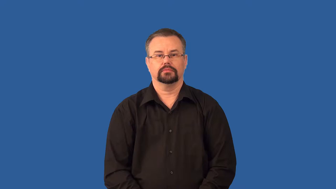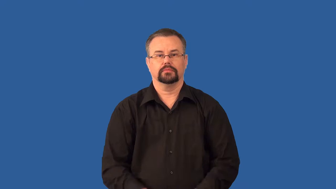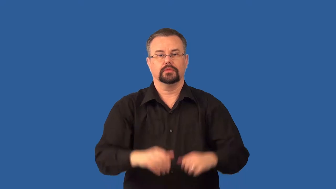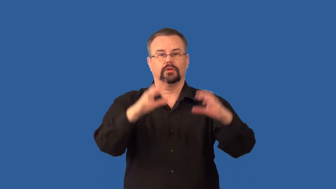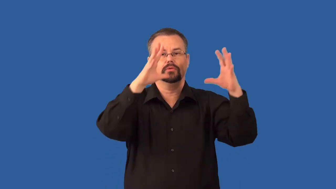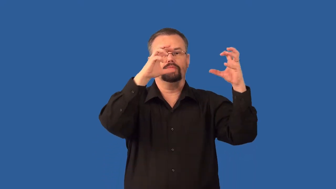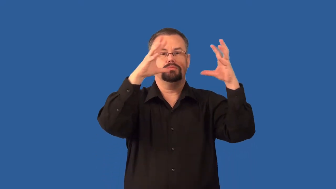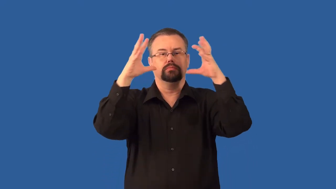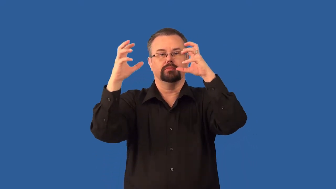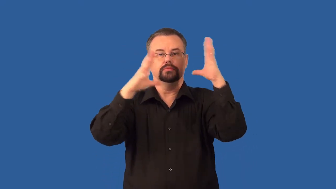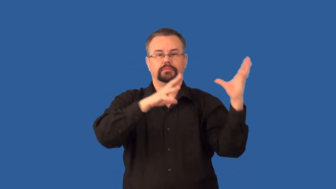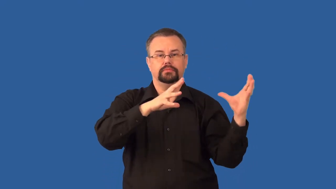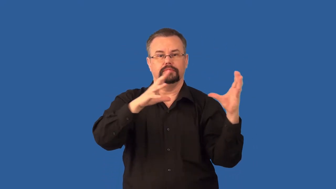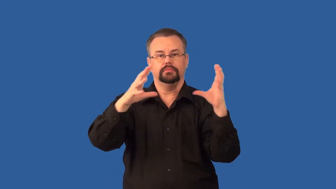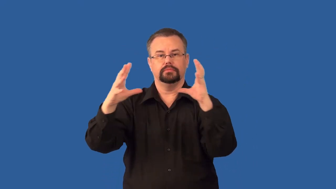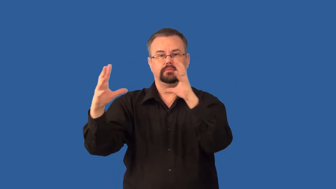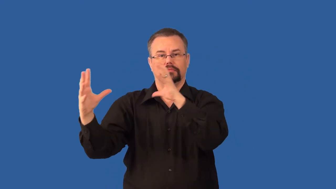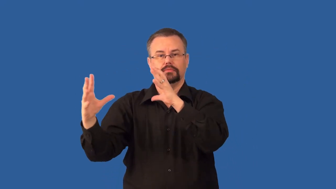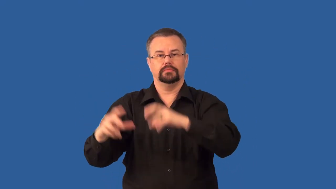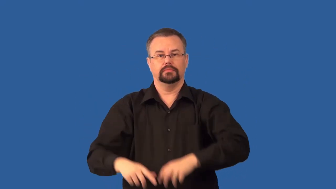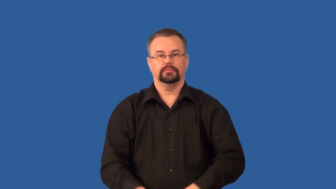cumulus